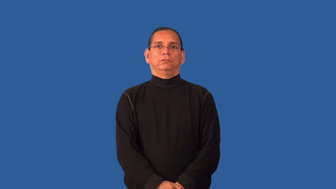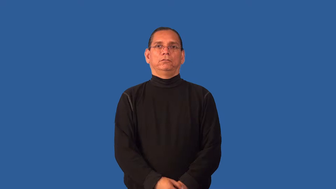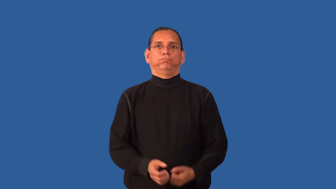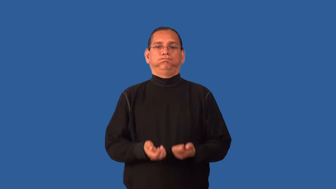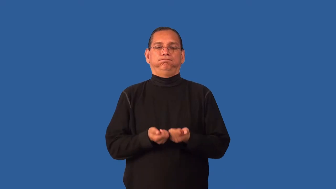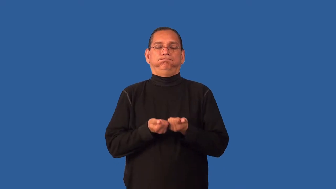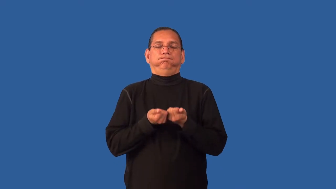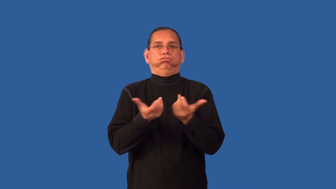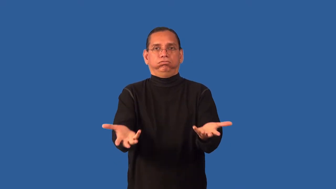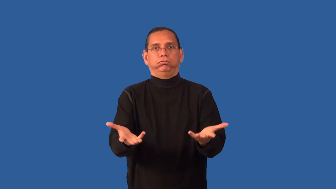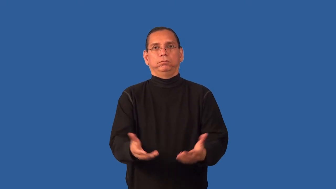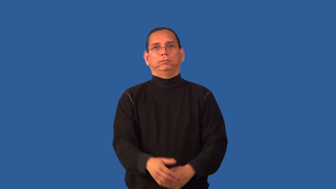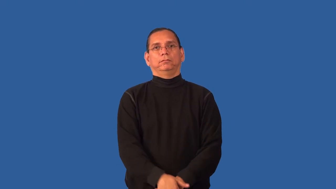enervate